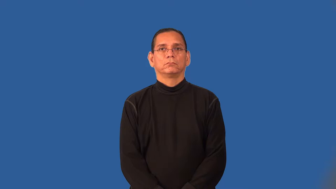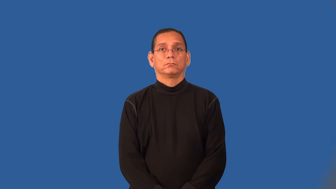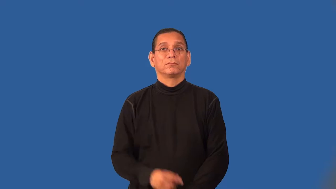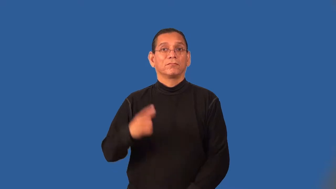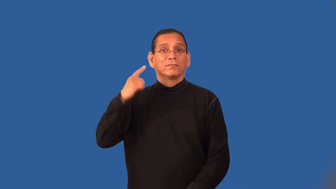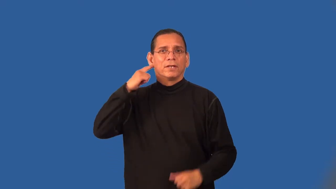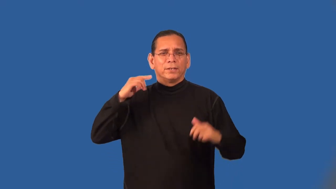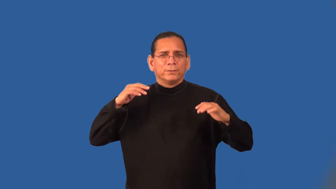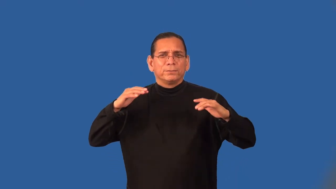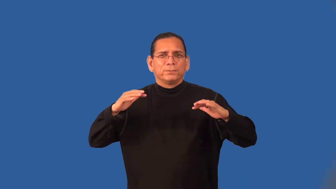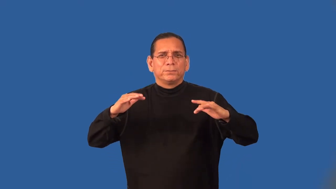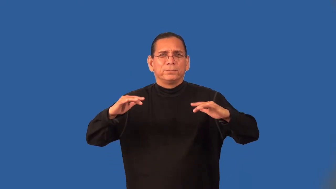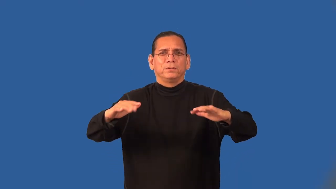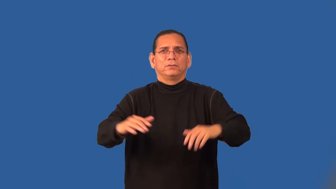rustle-sound